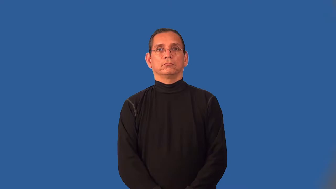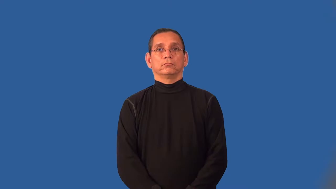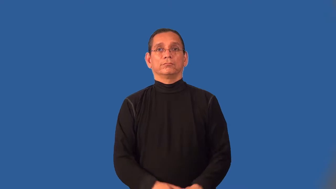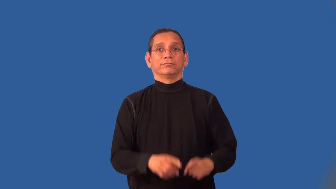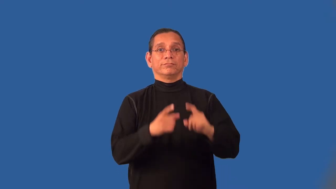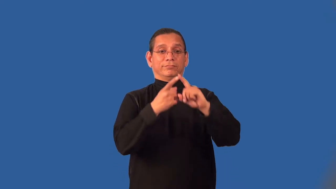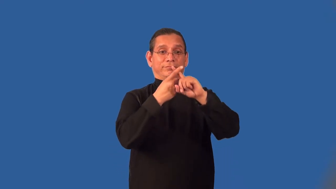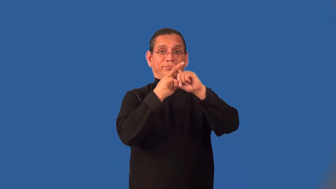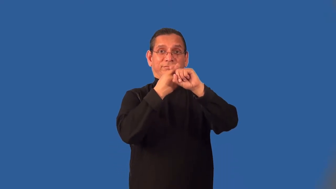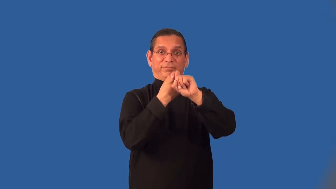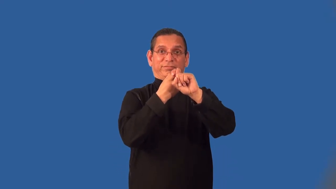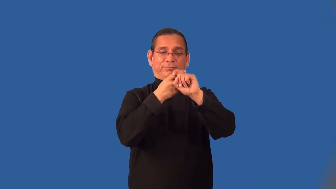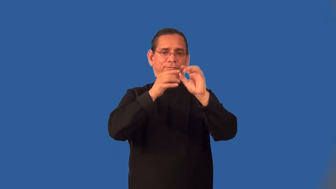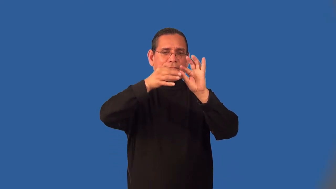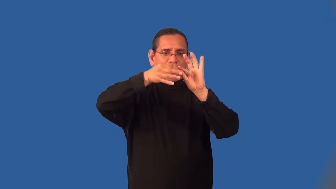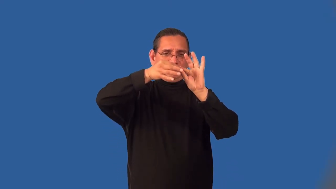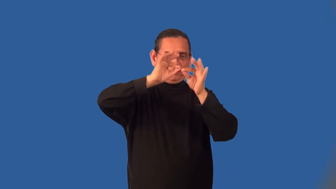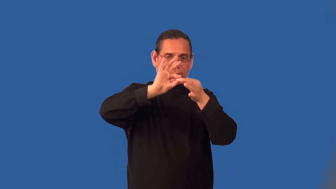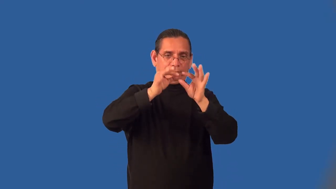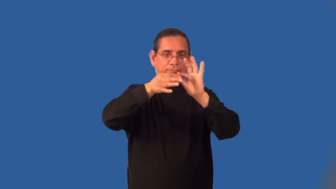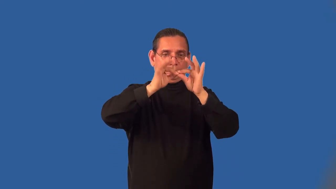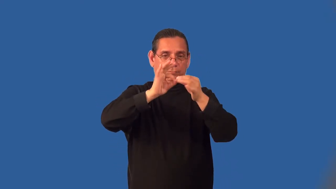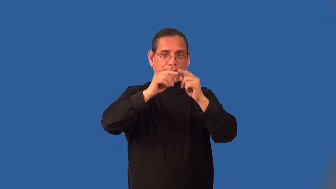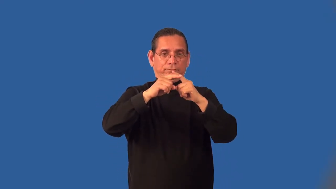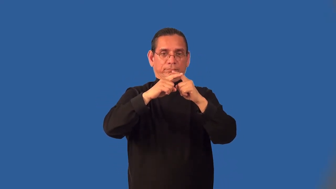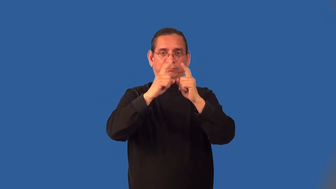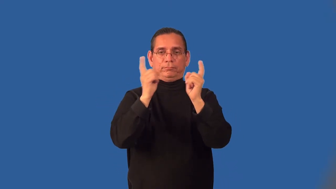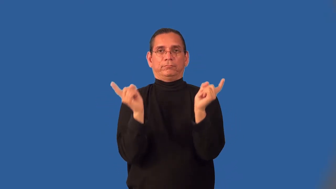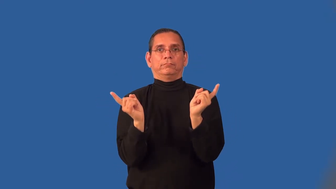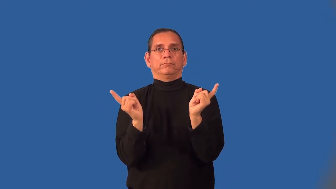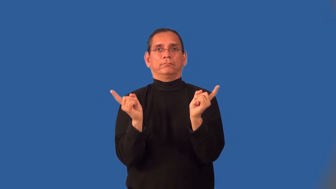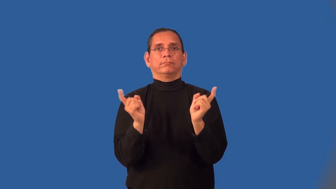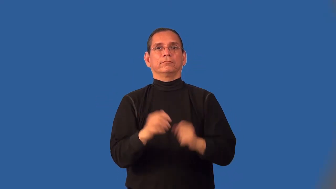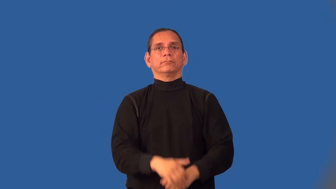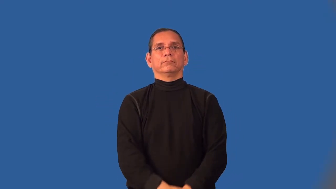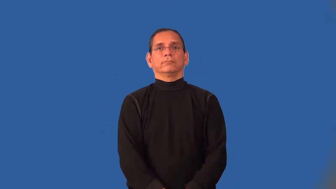untwist